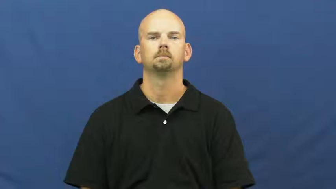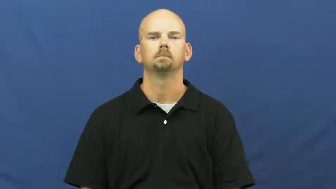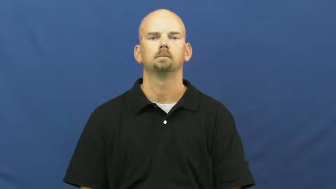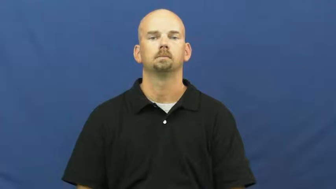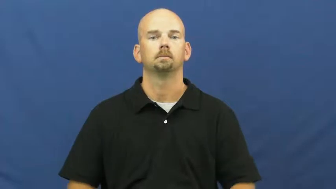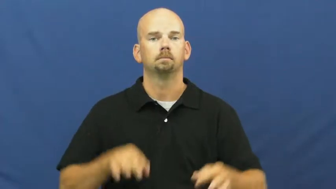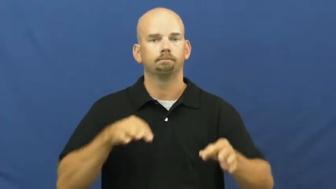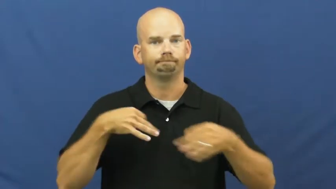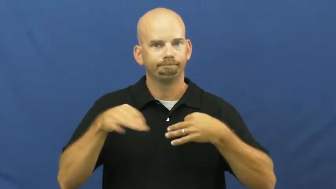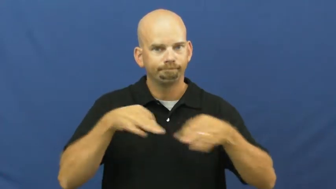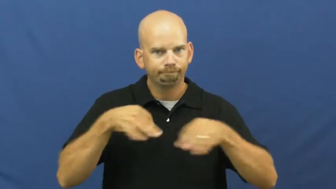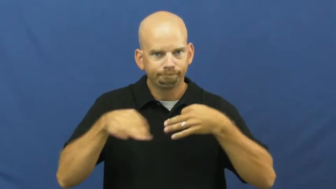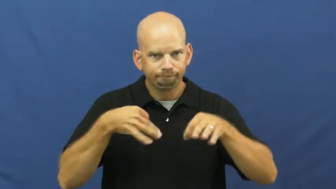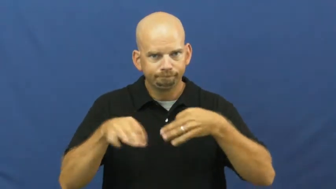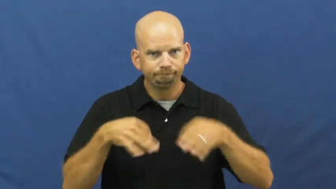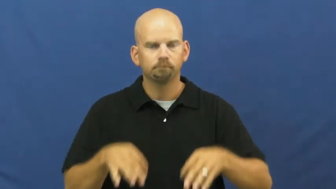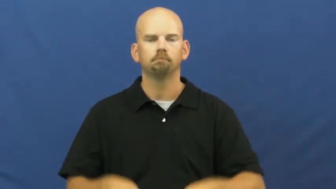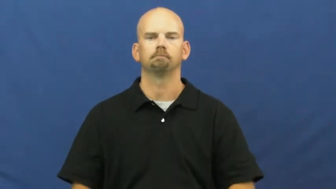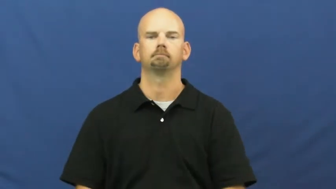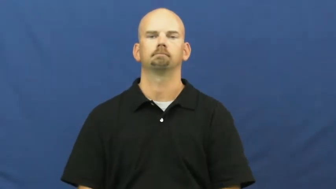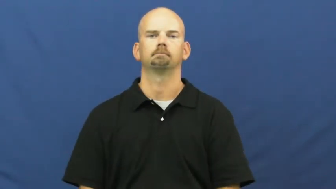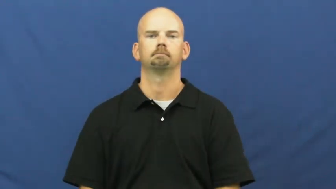explain,put,spell out,illustrate,exegesis,explicate,lucubrate,add up